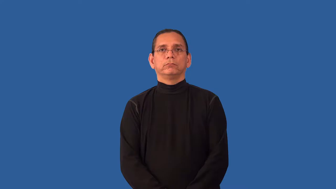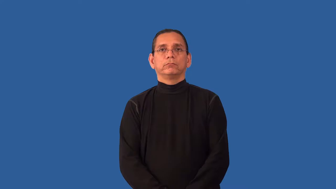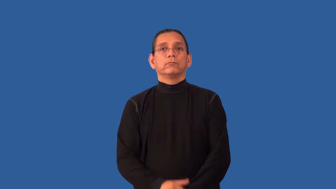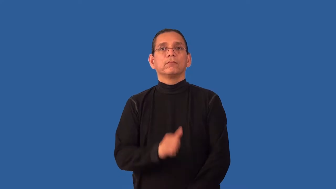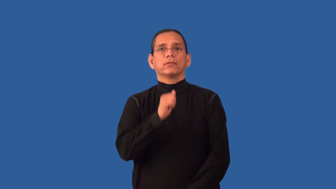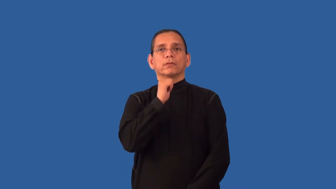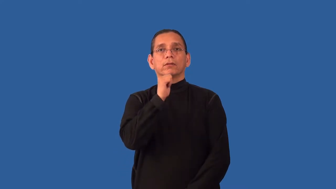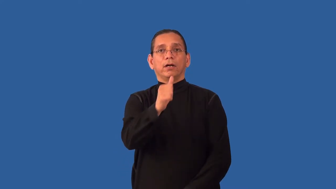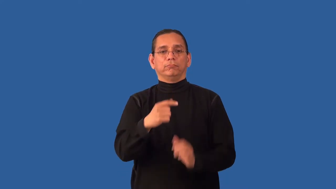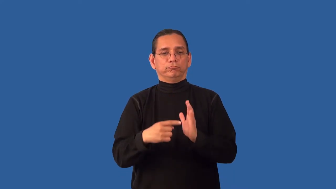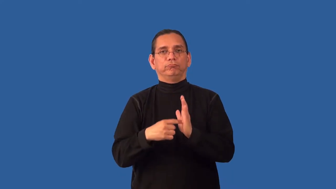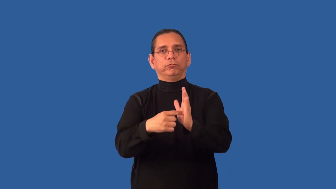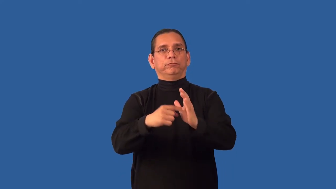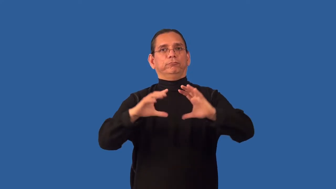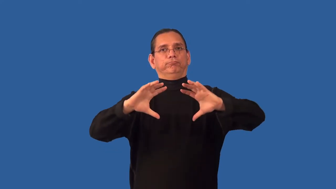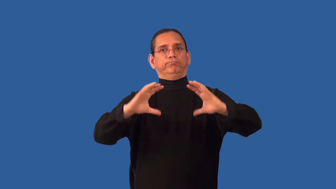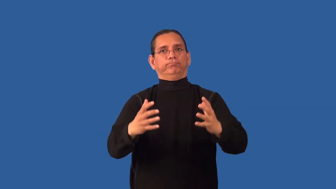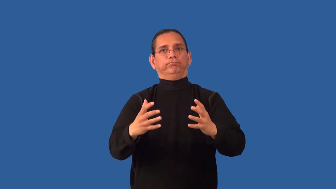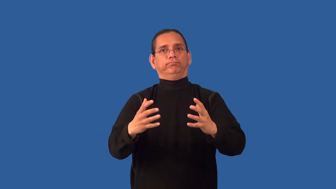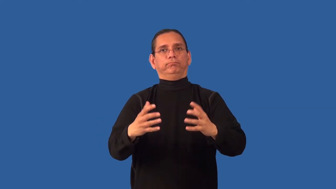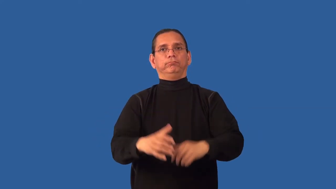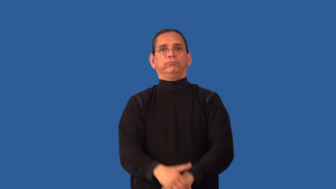unrepresentative